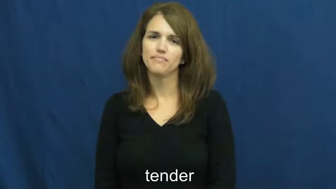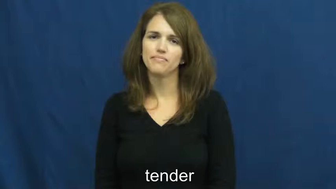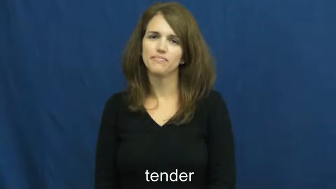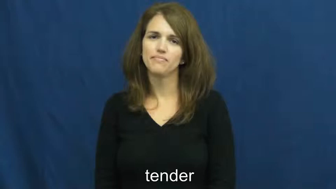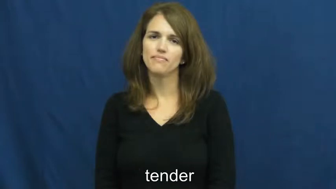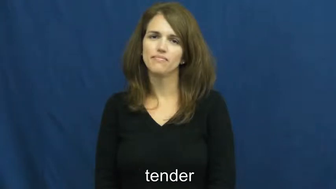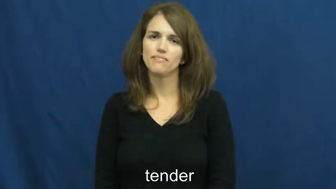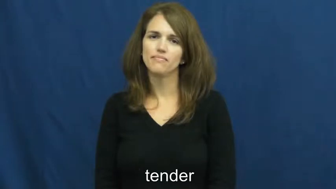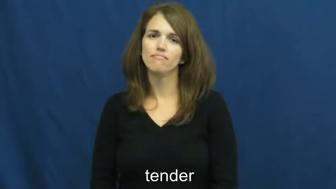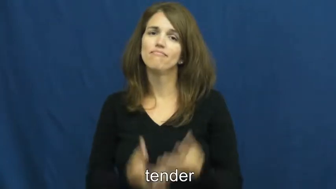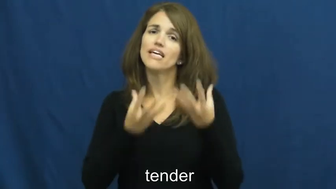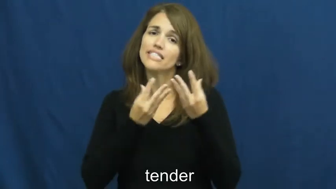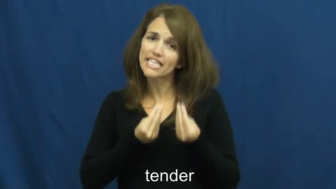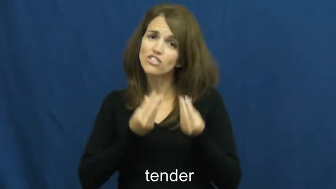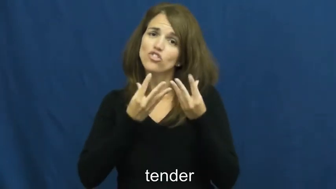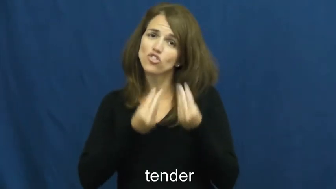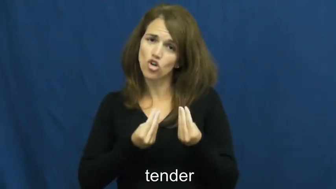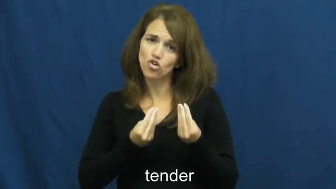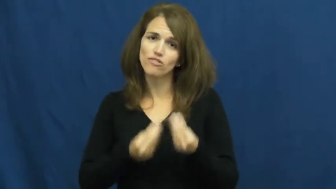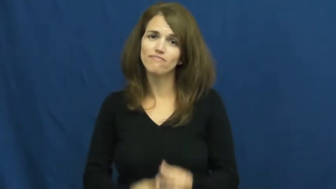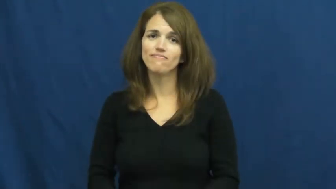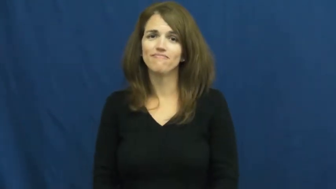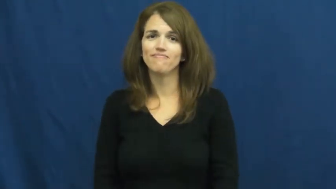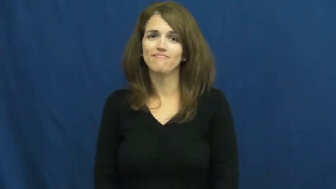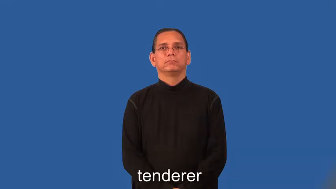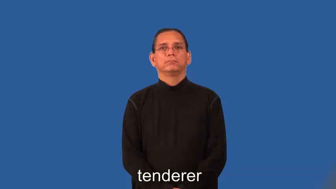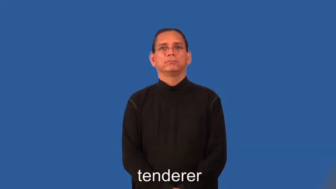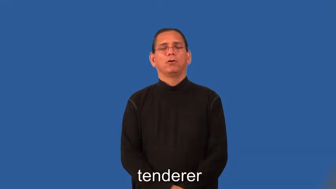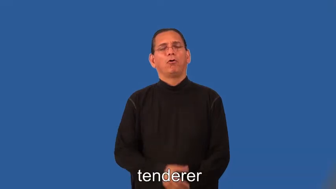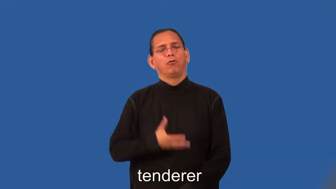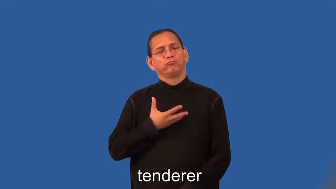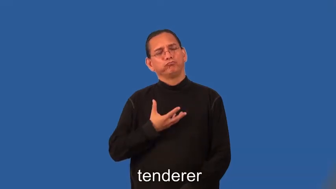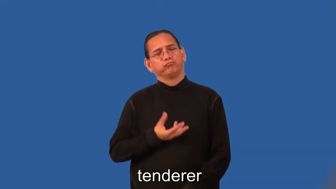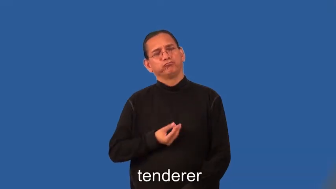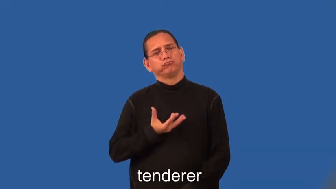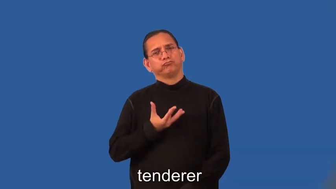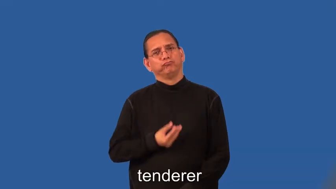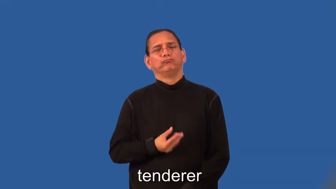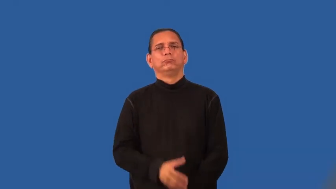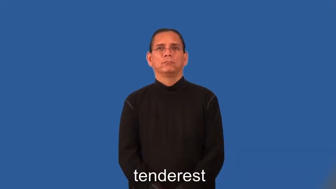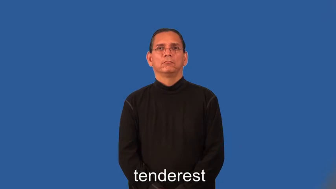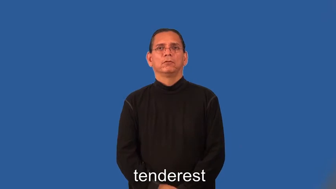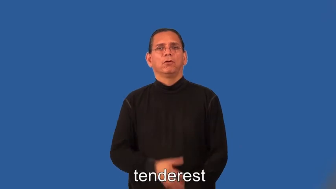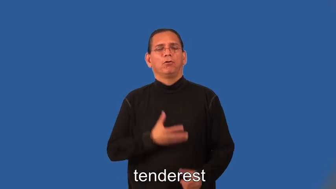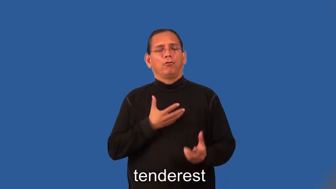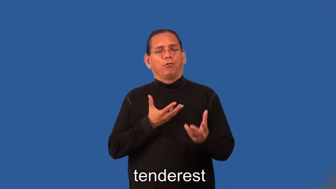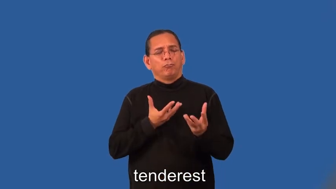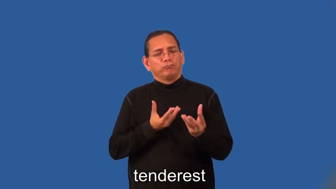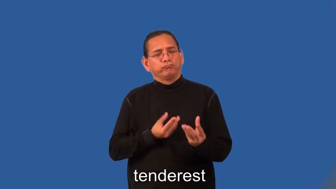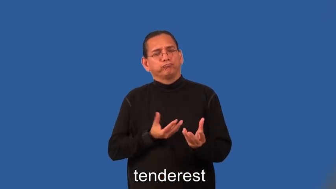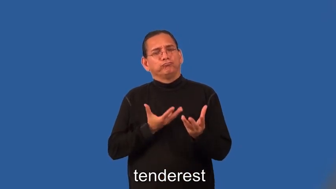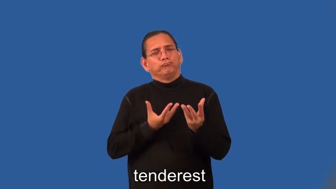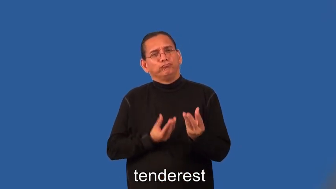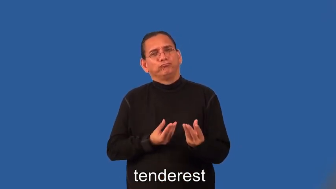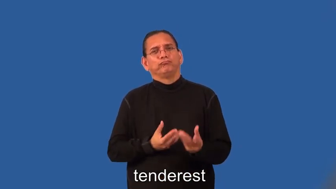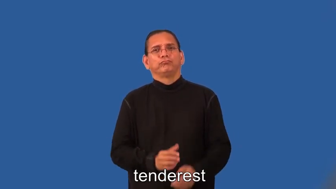tenderer,tenderest-soft